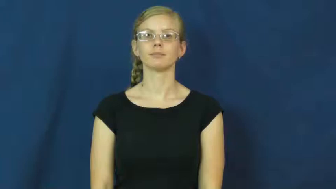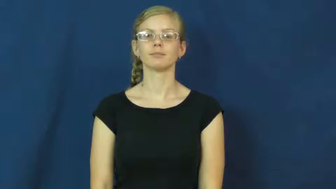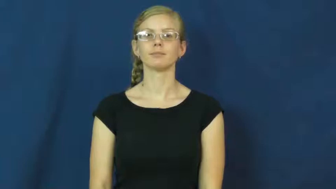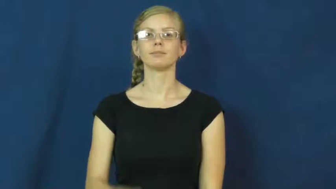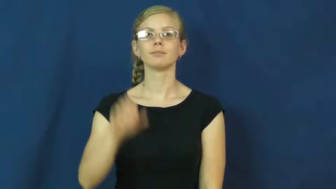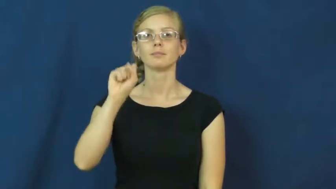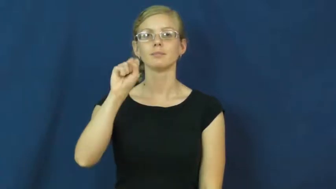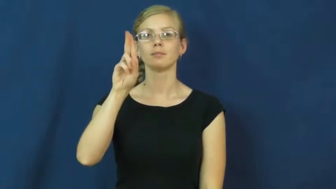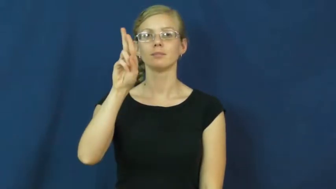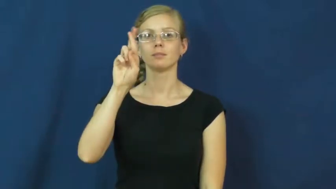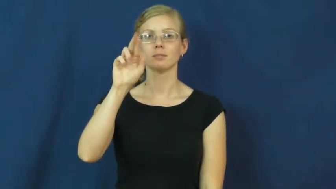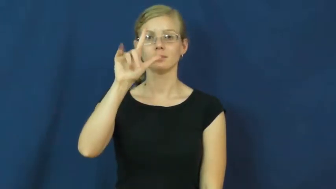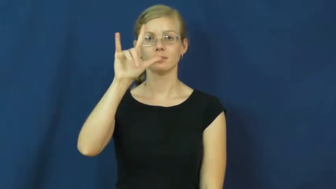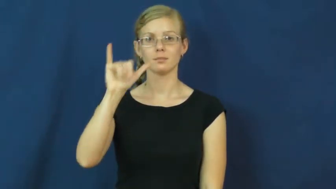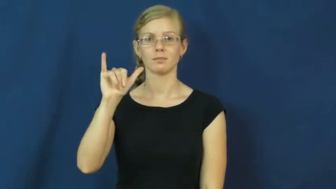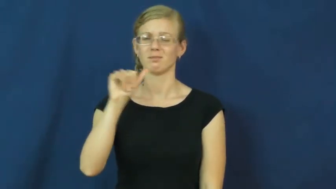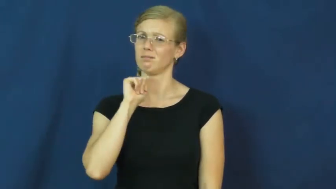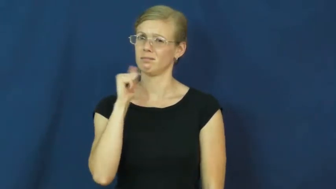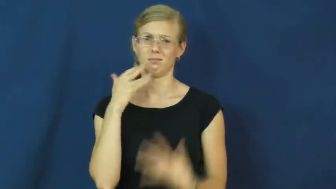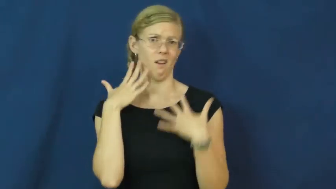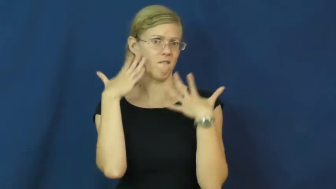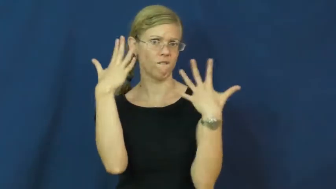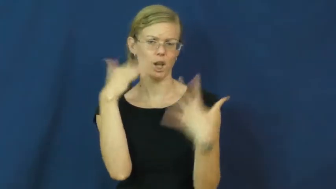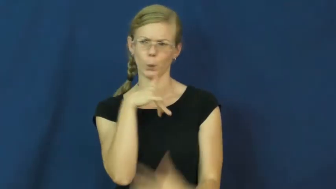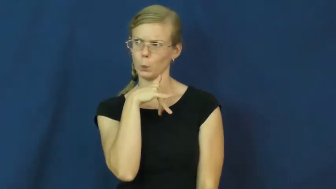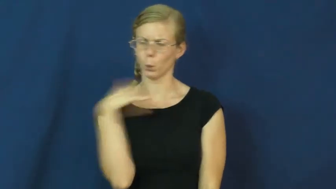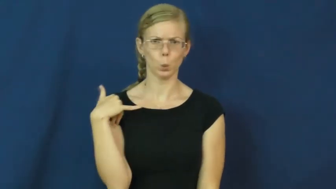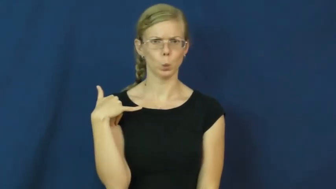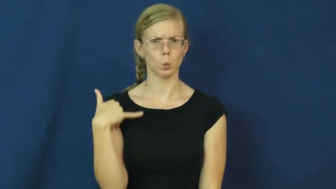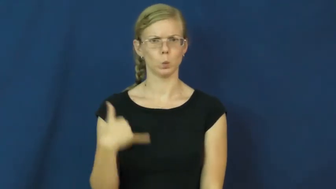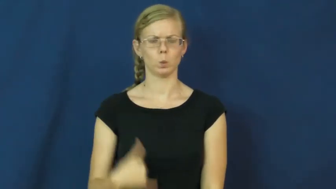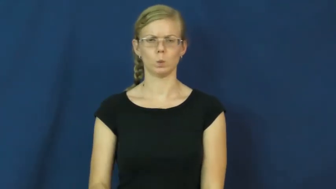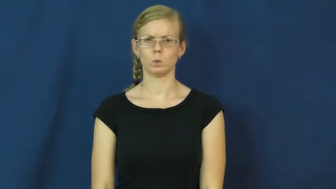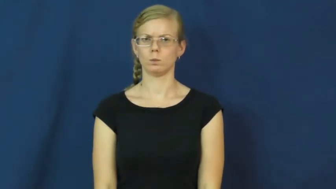surly